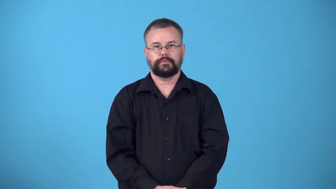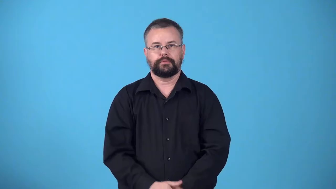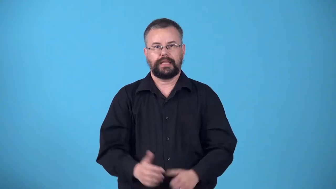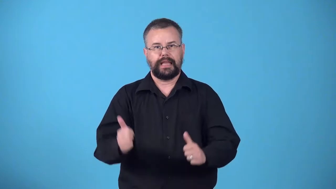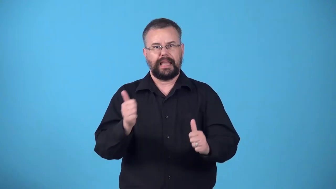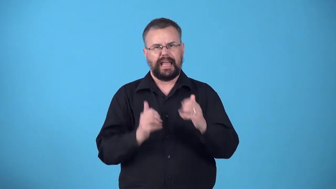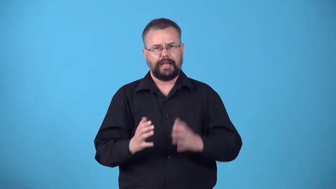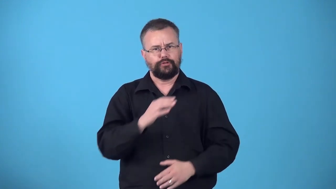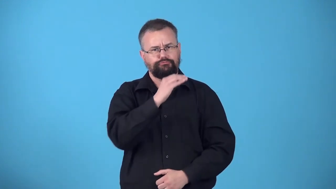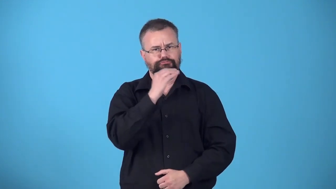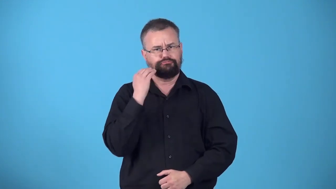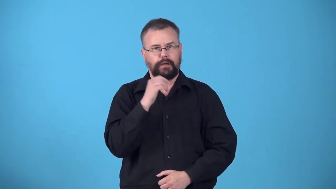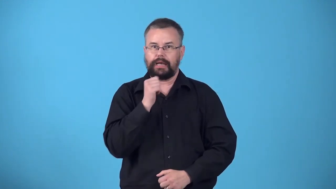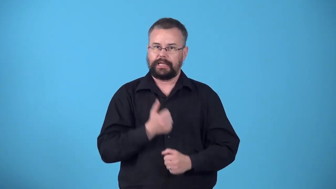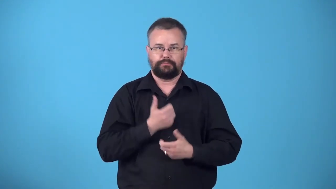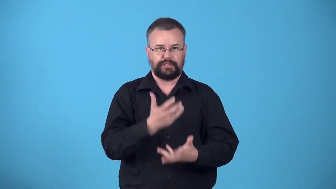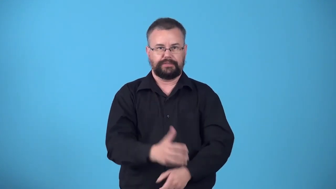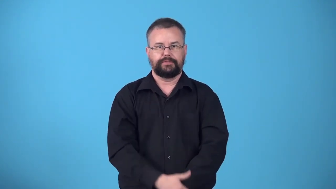wooden-actor not expressive